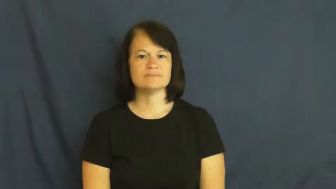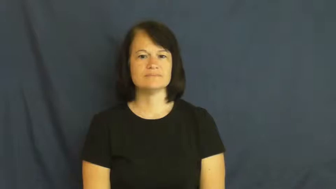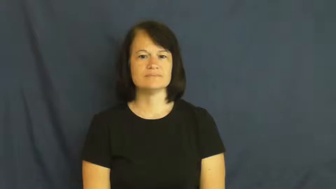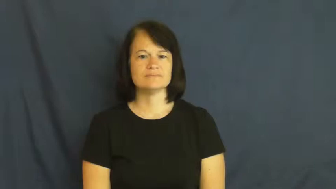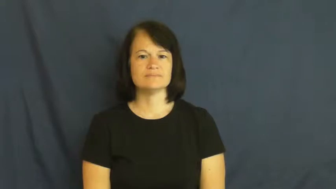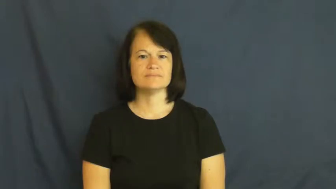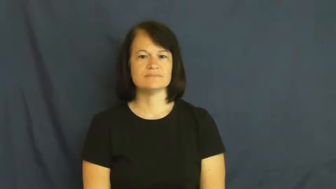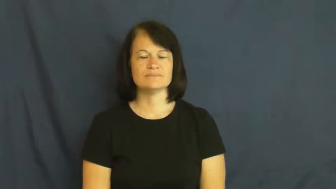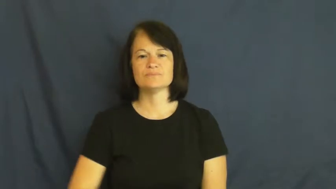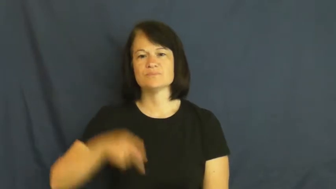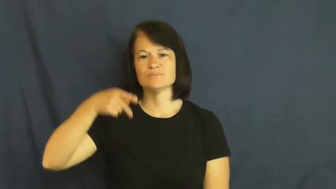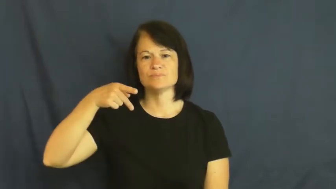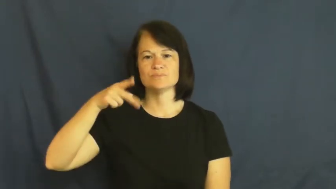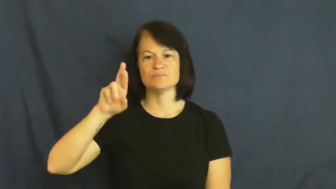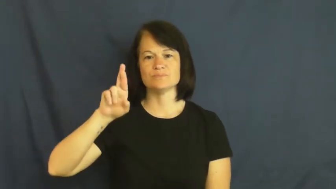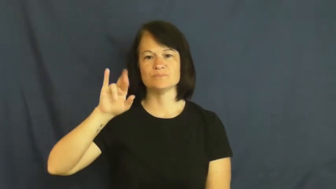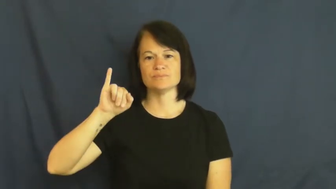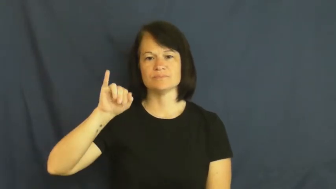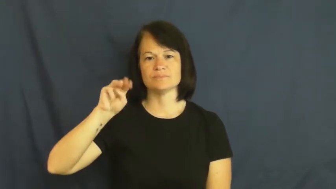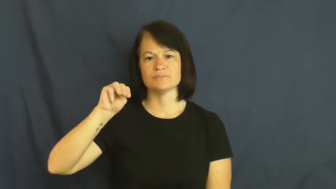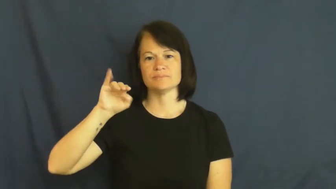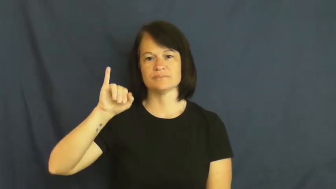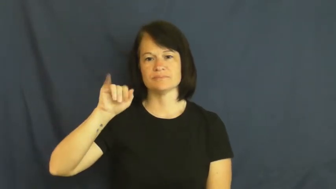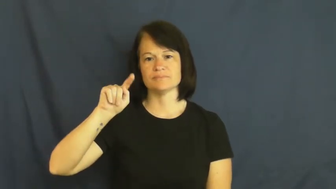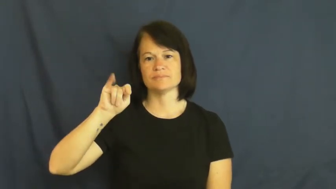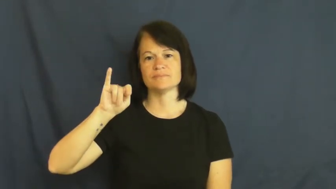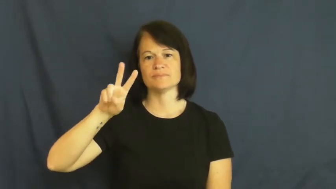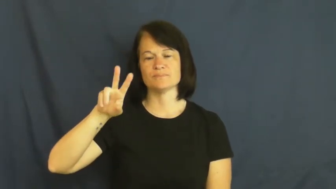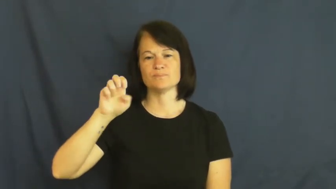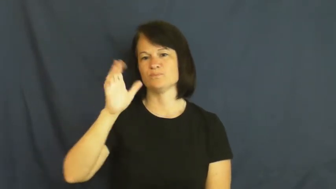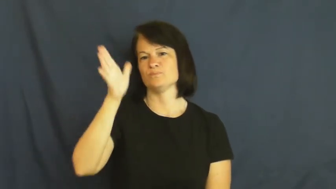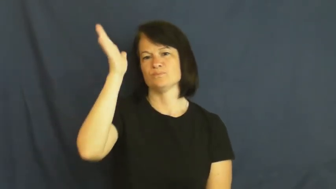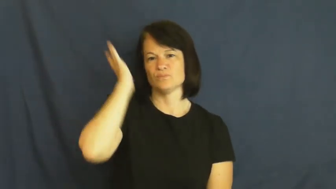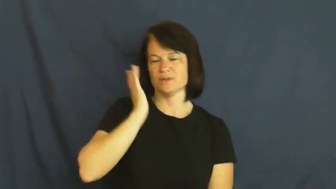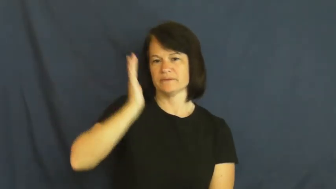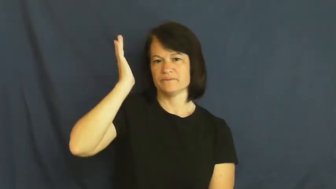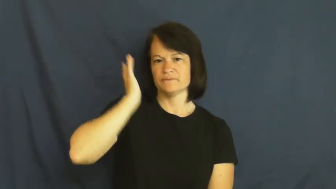primitive-ancient